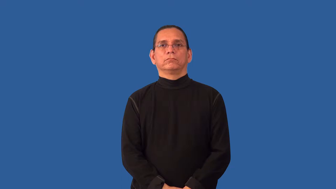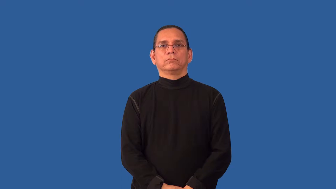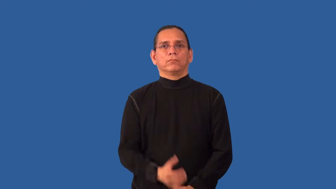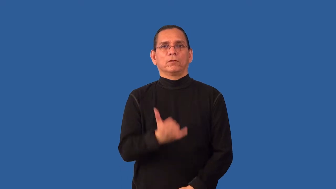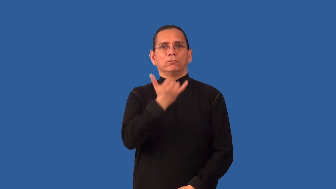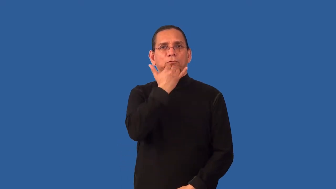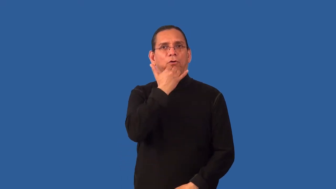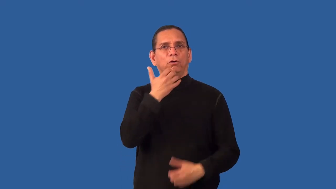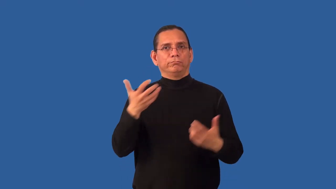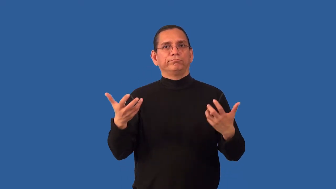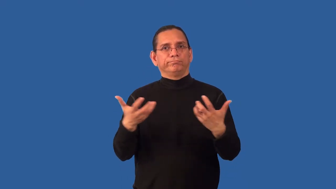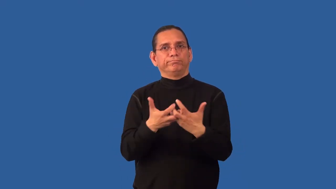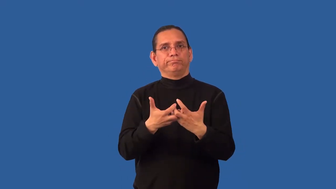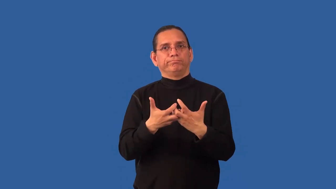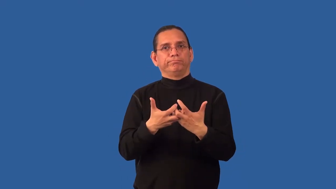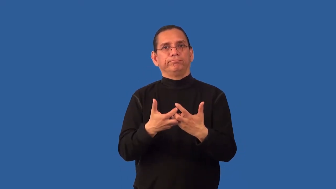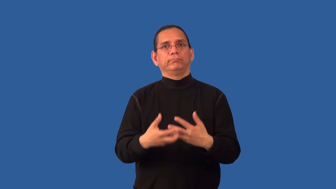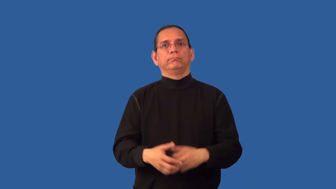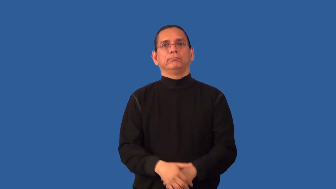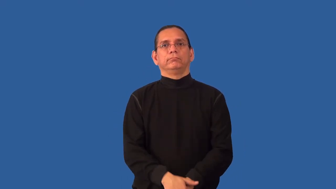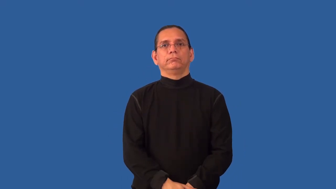mismatch-not match